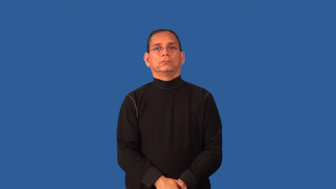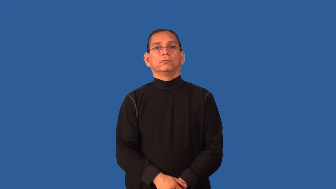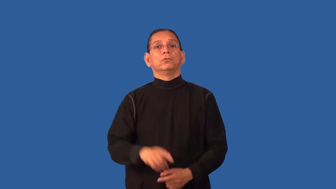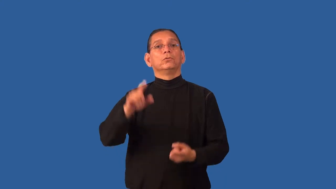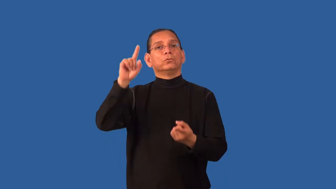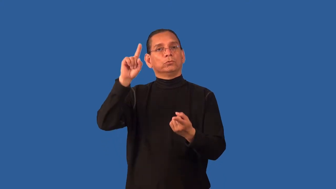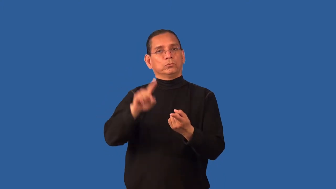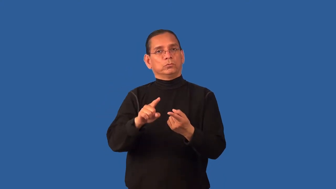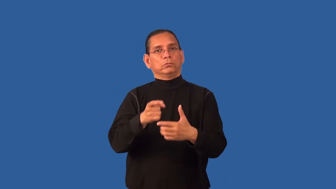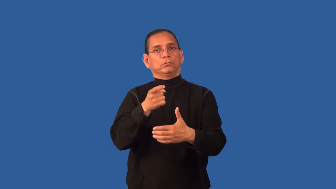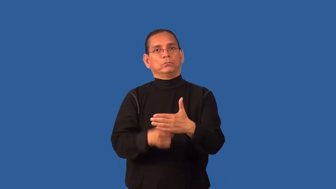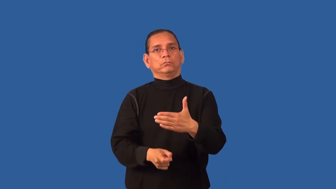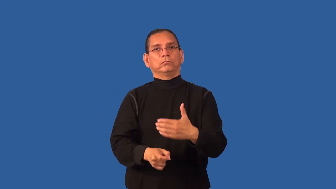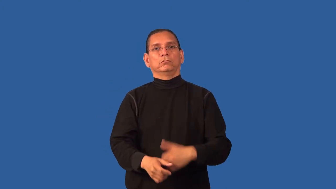discount-price